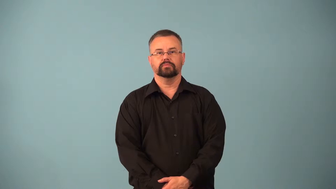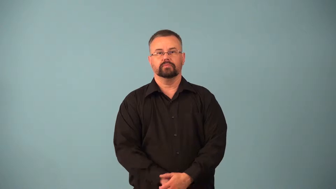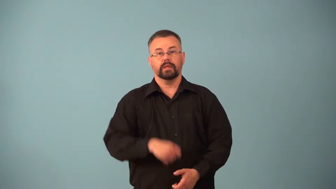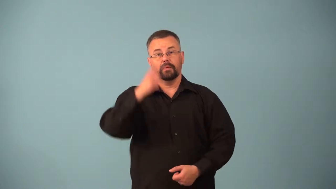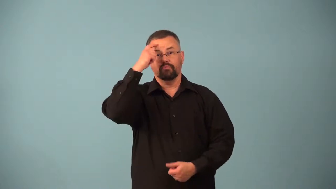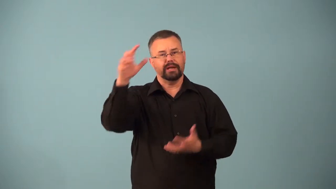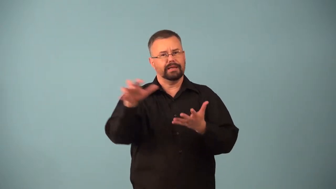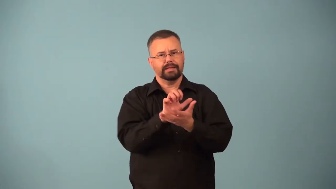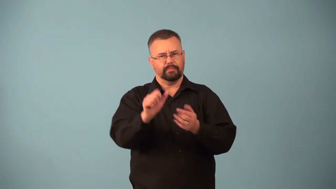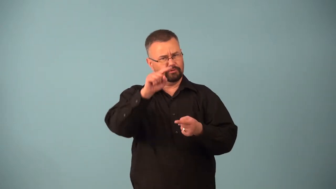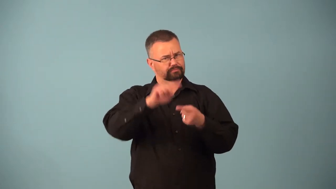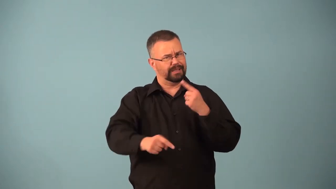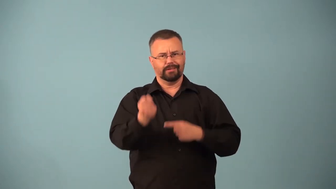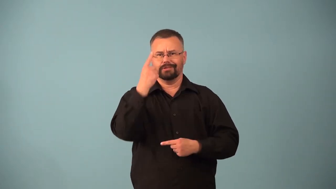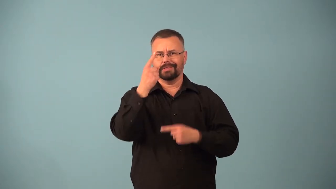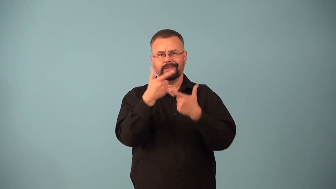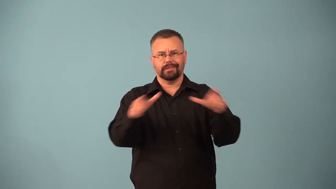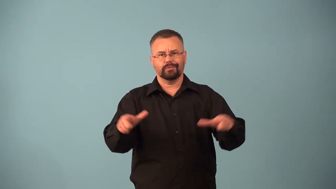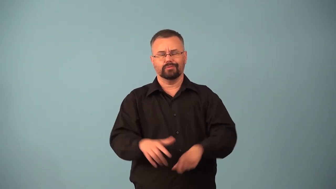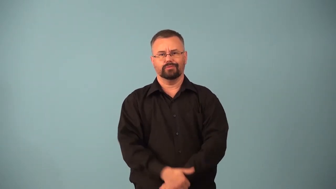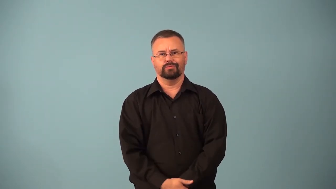aphasia,aphasic